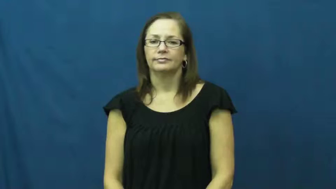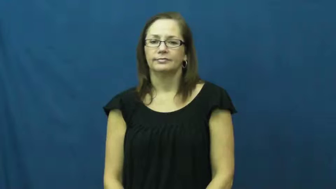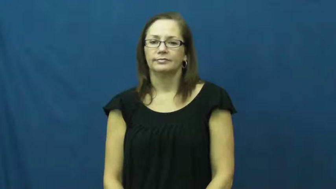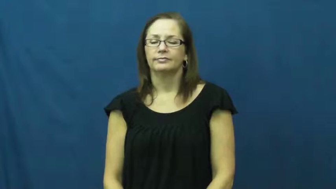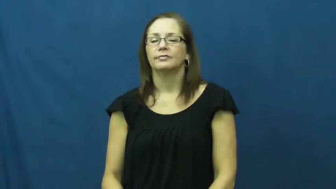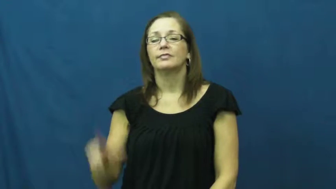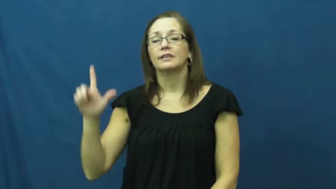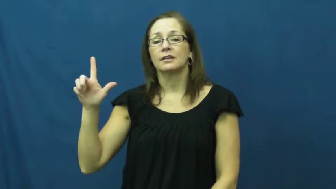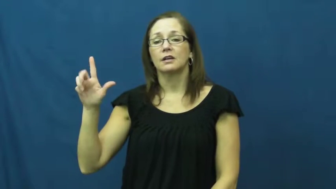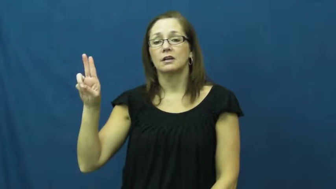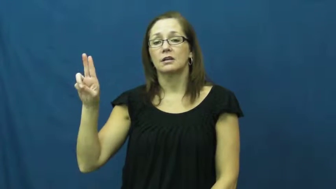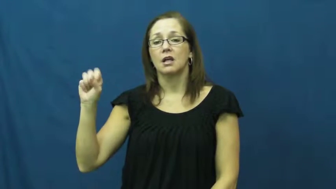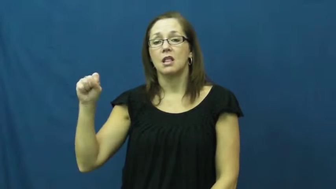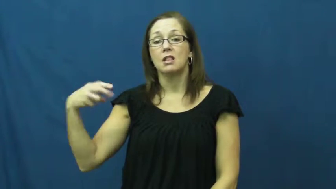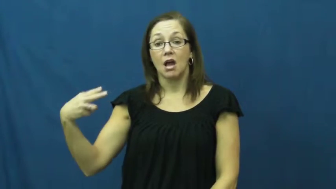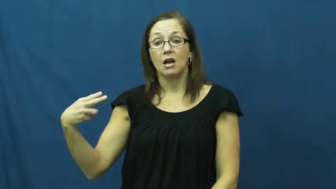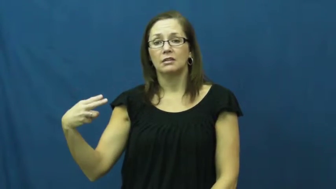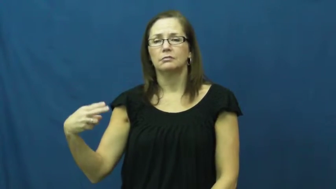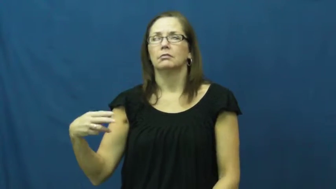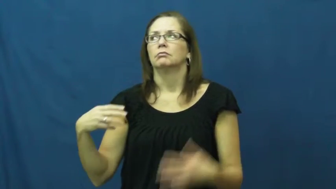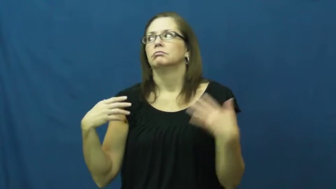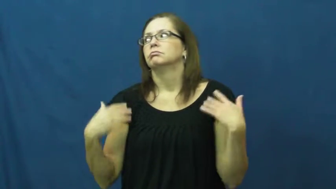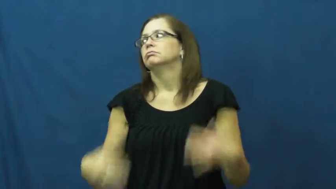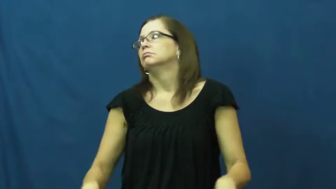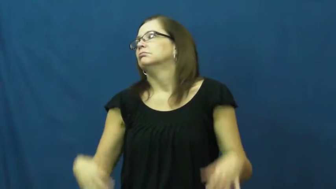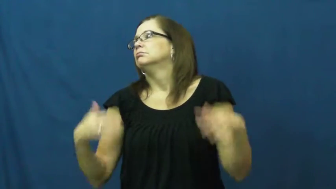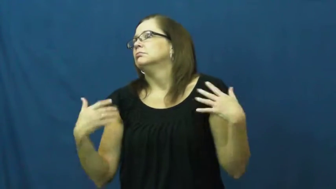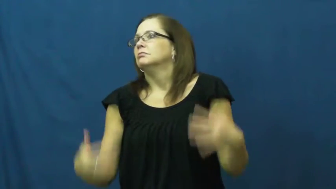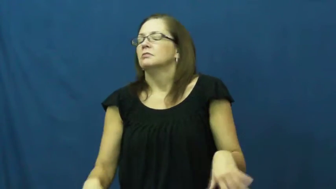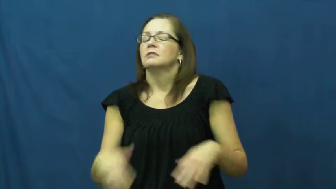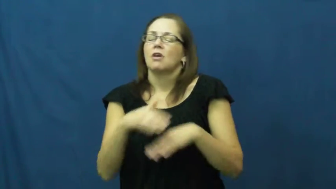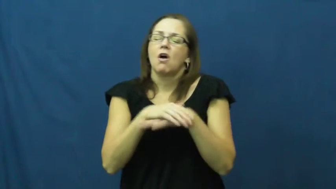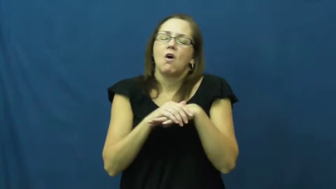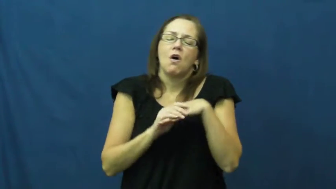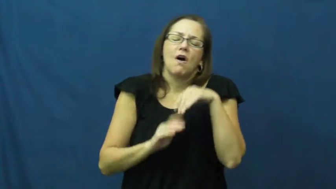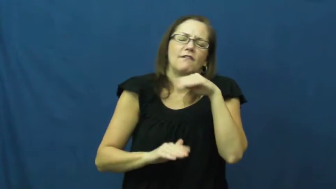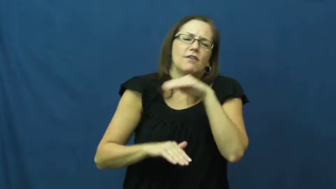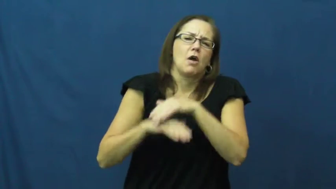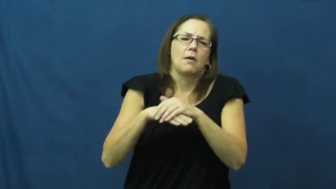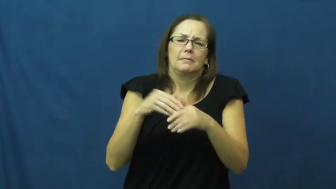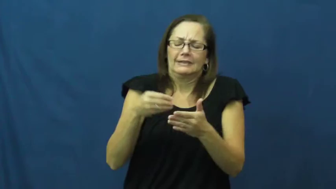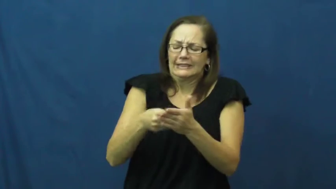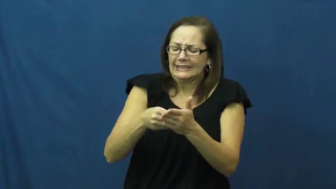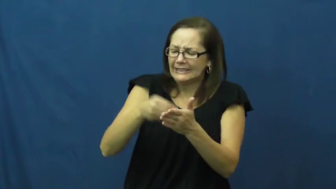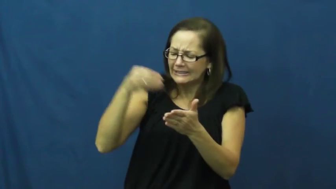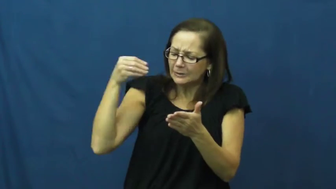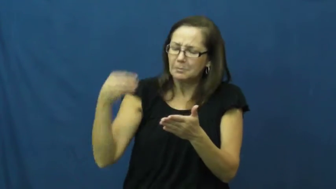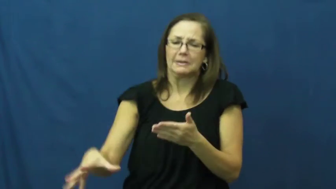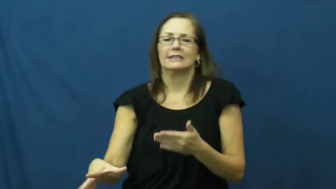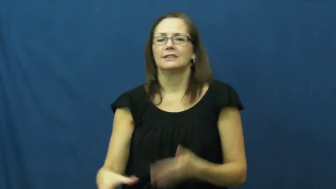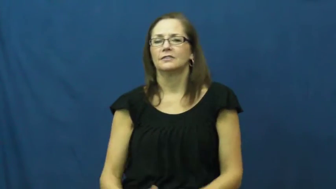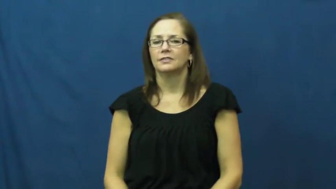lush-expensive